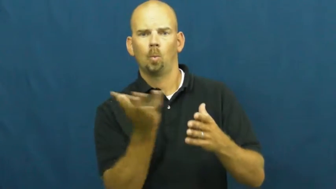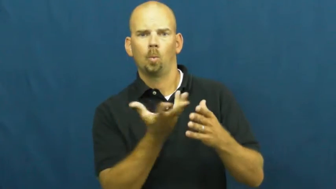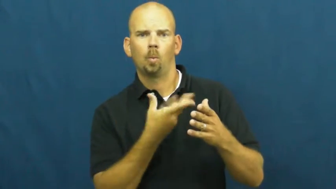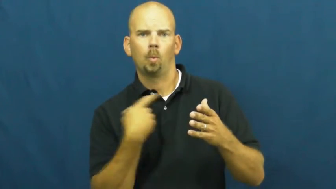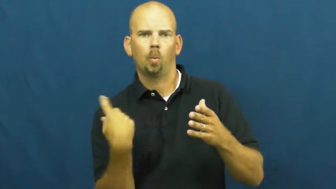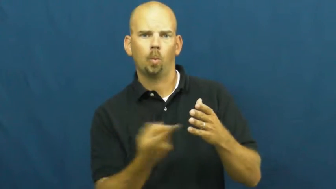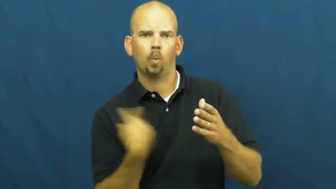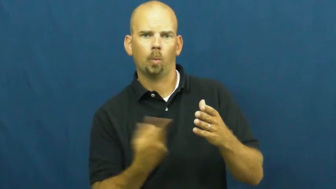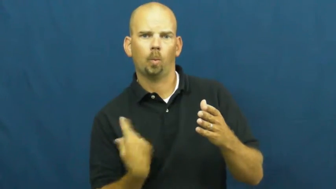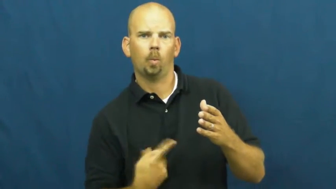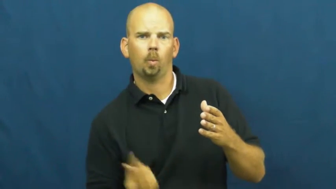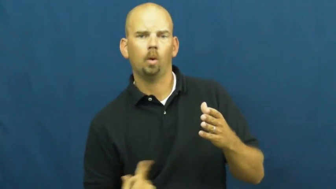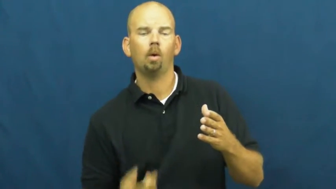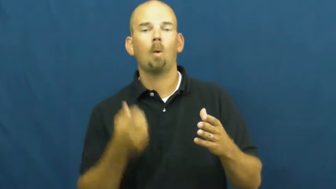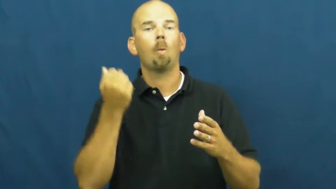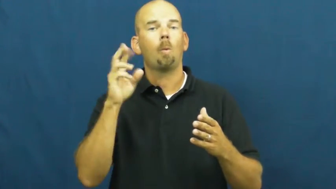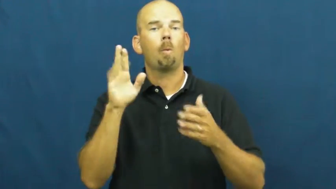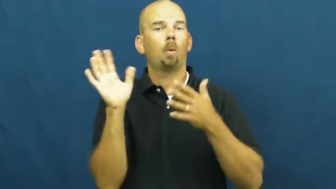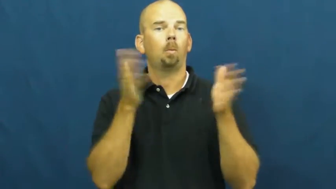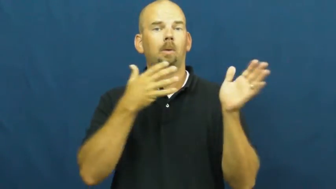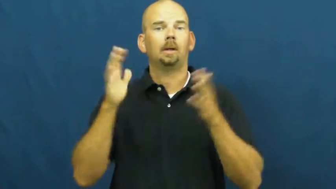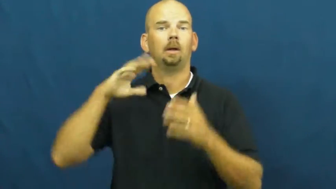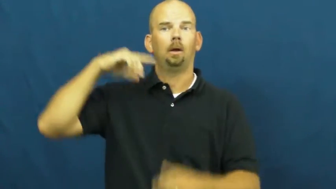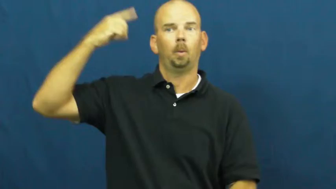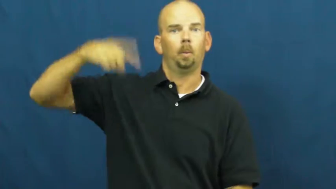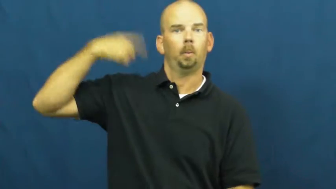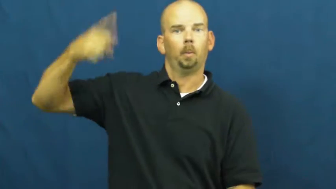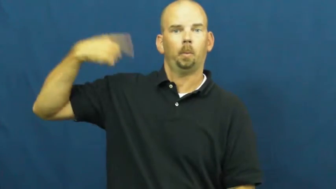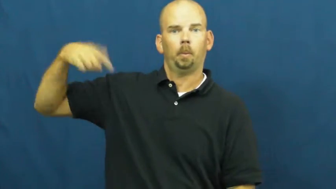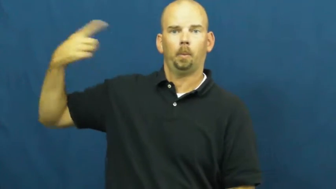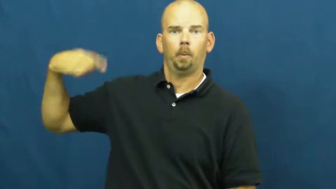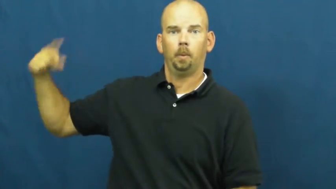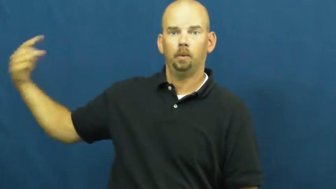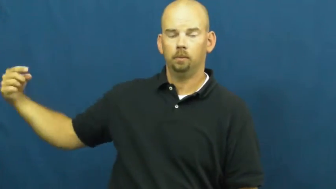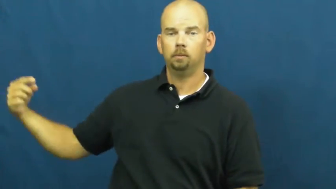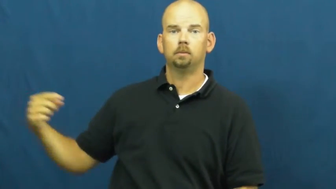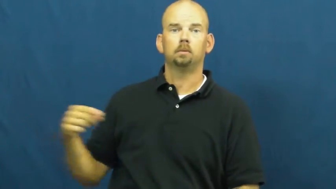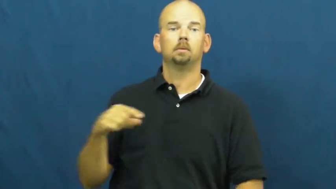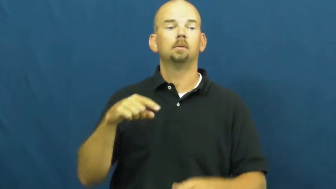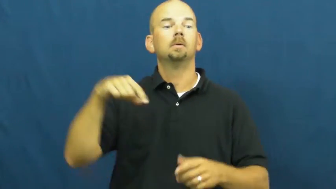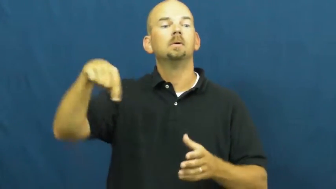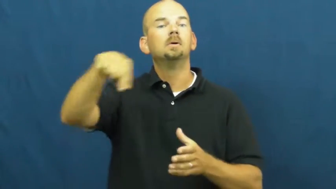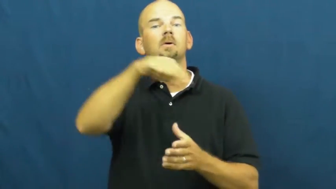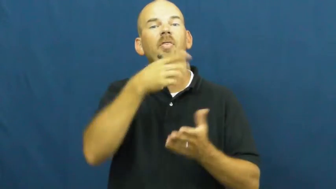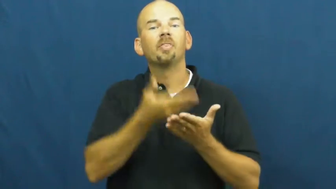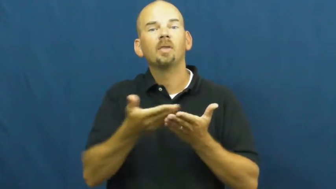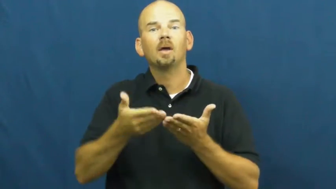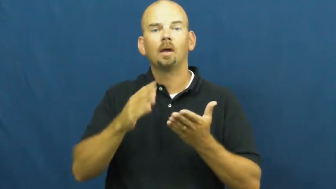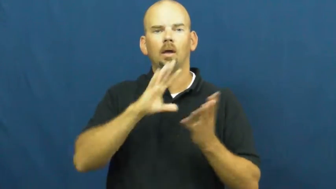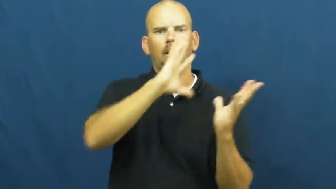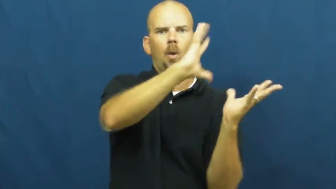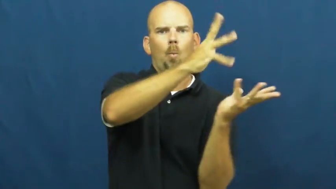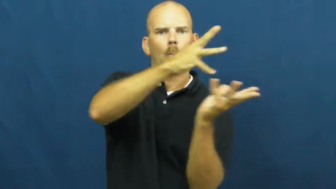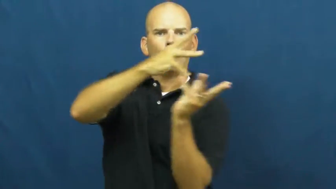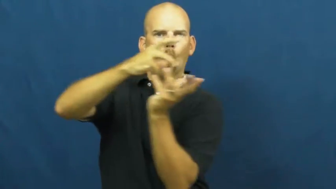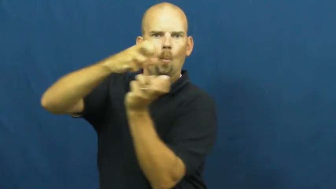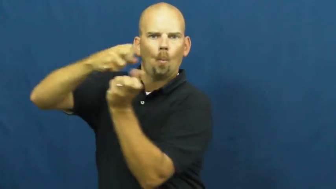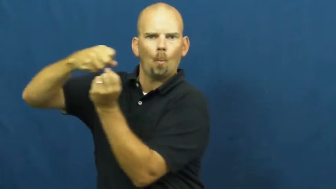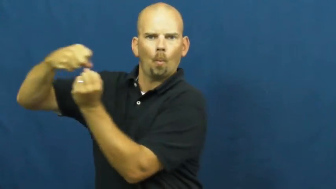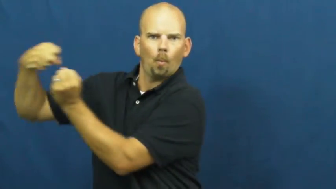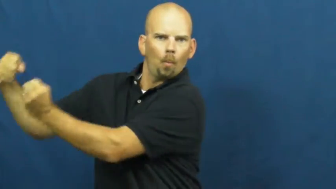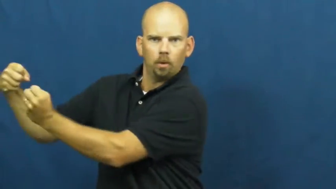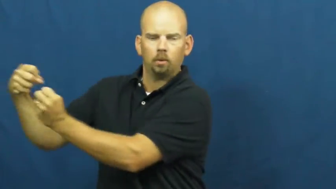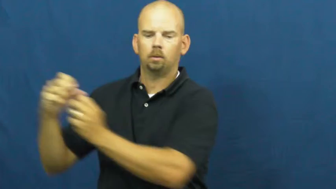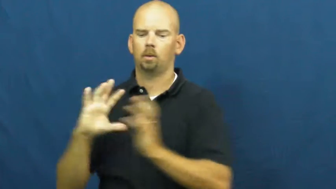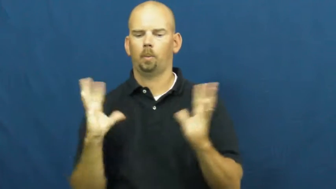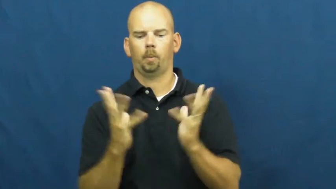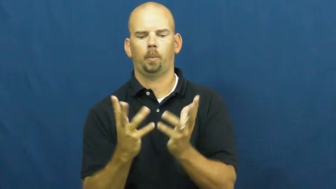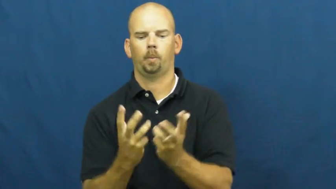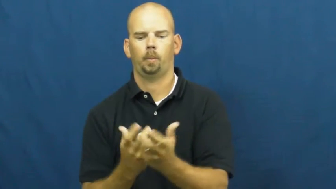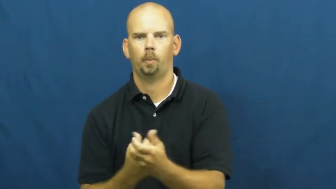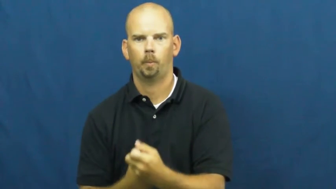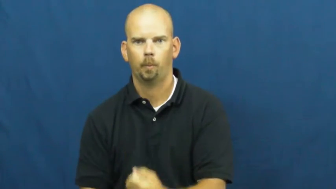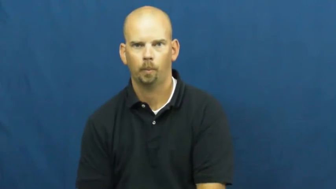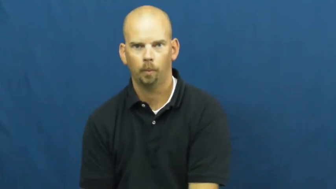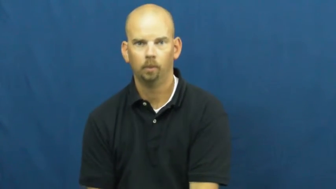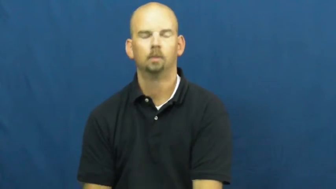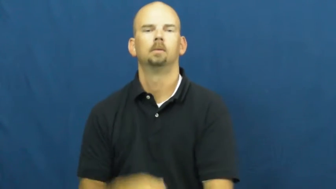vortex